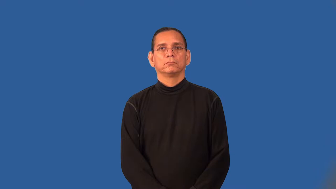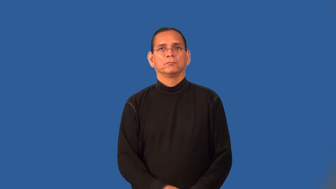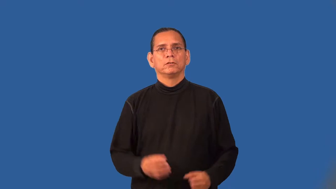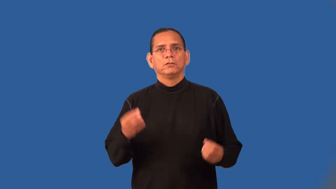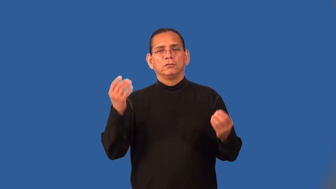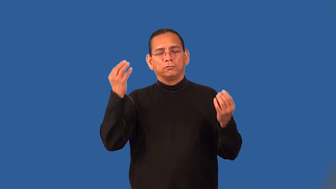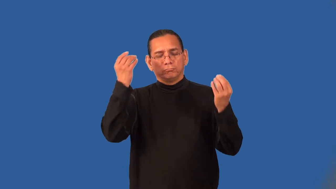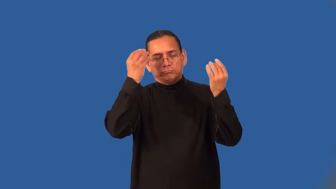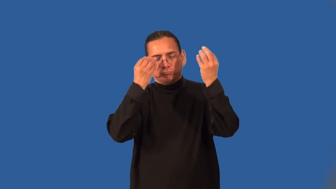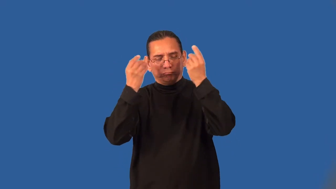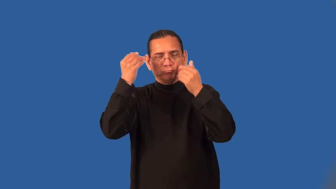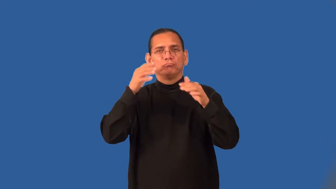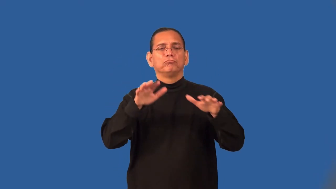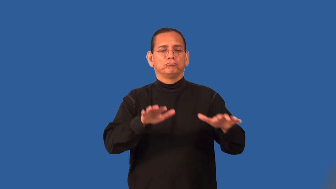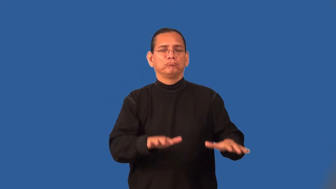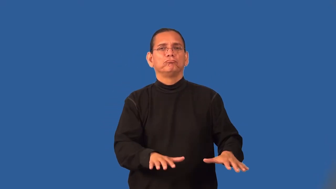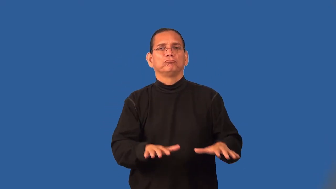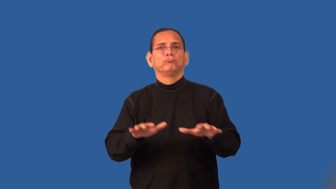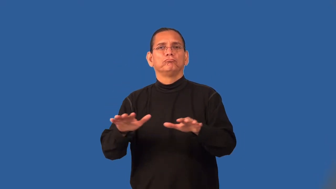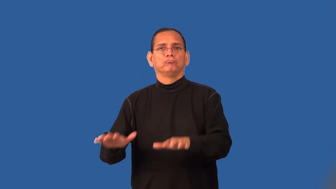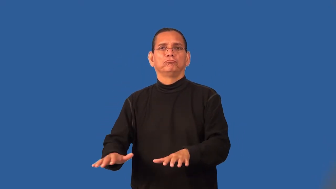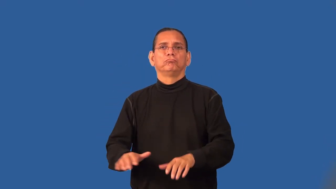stolid